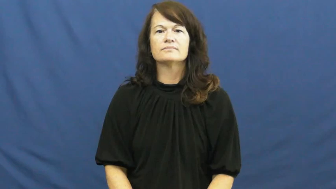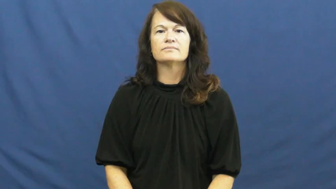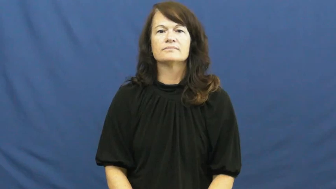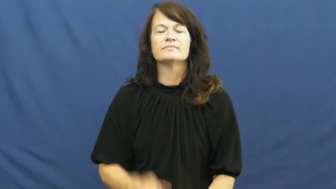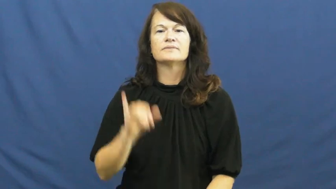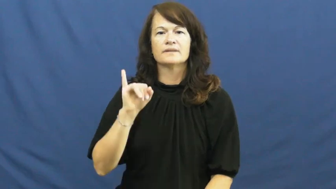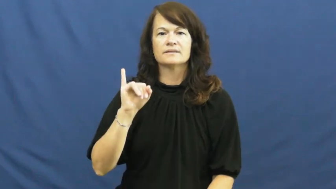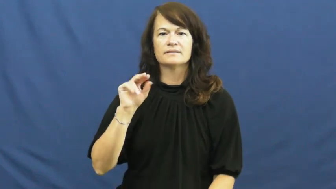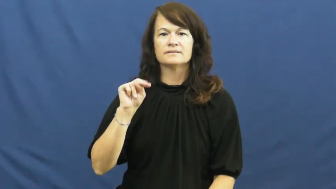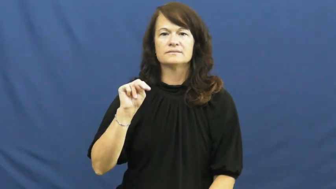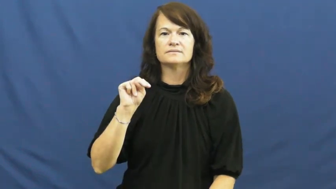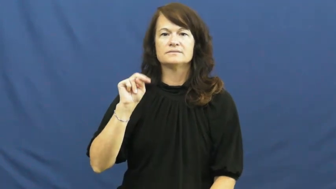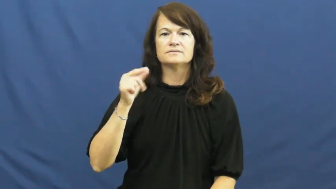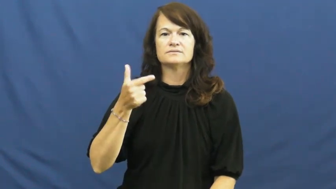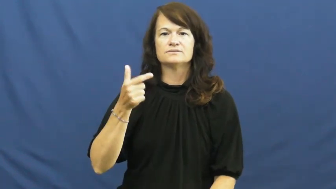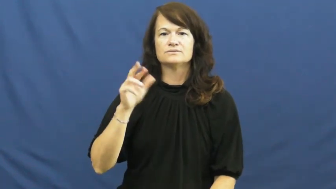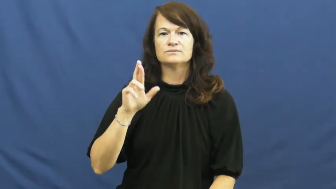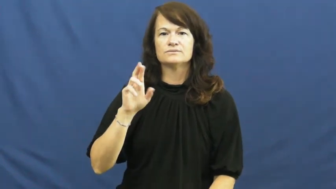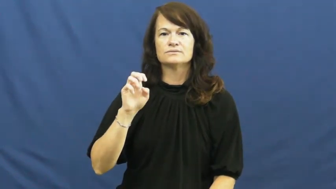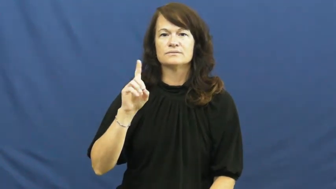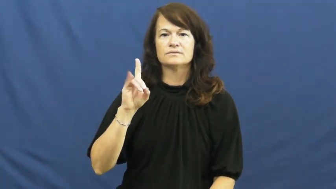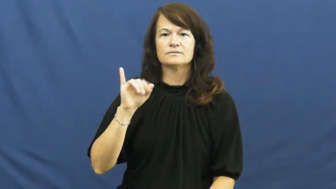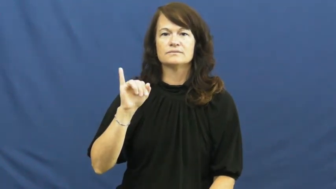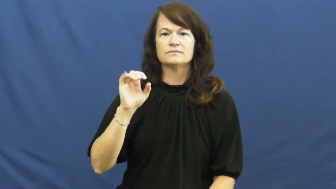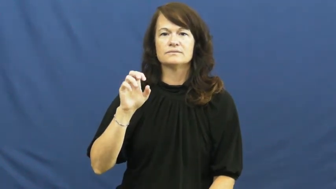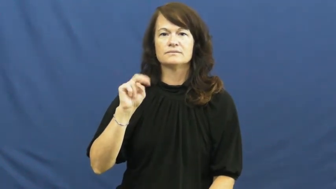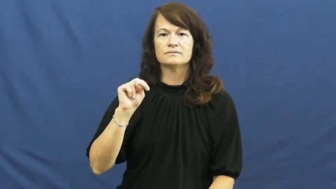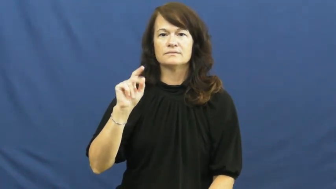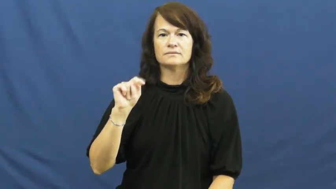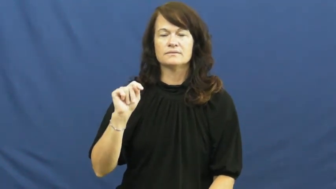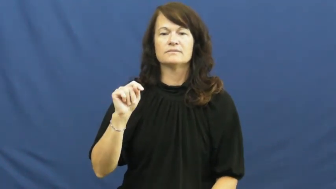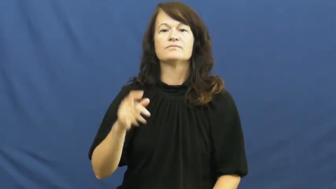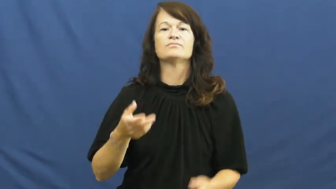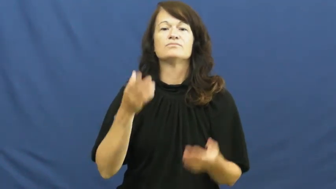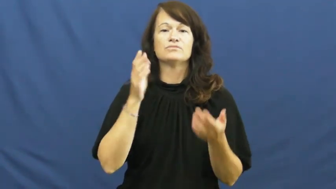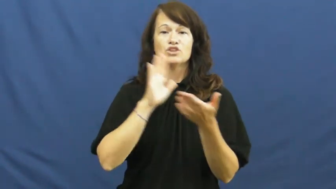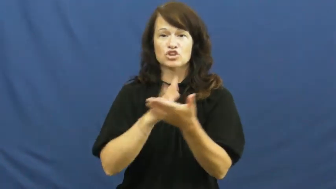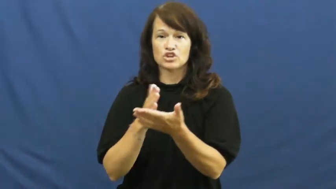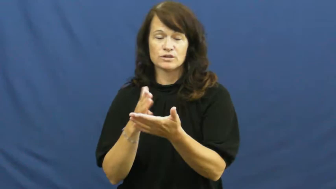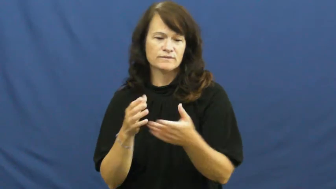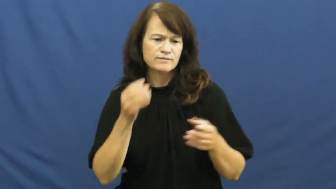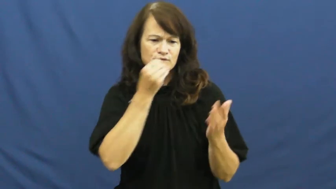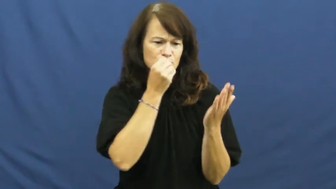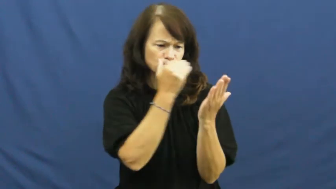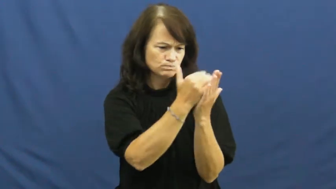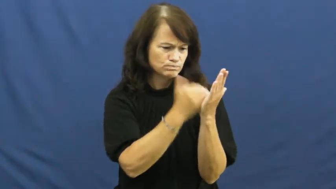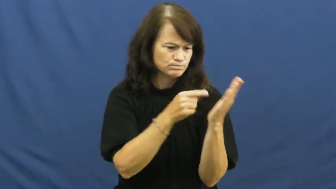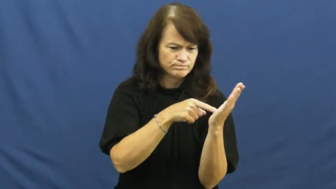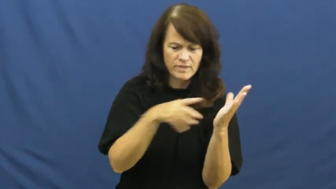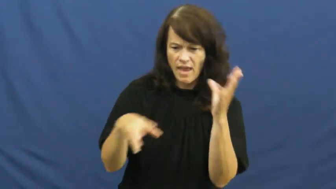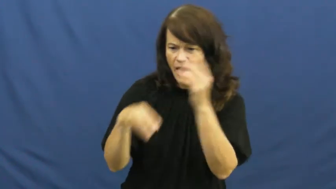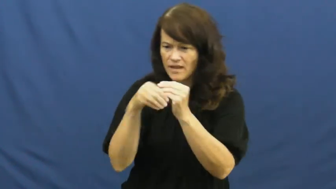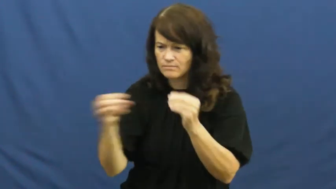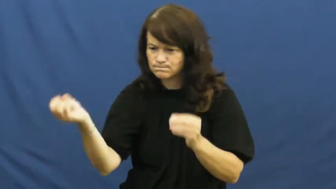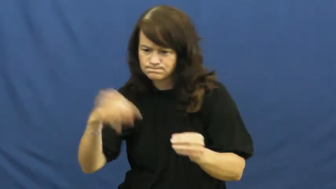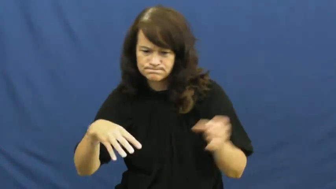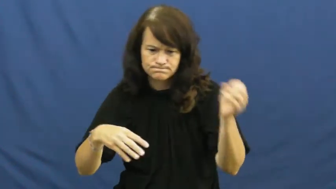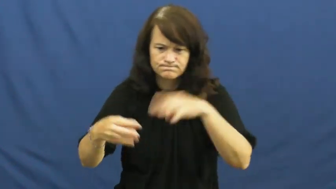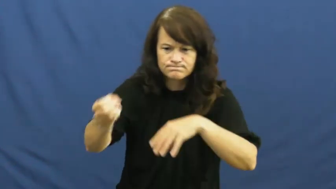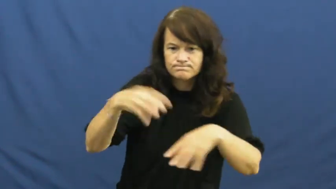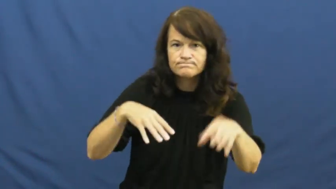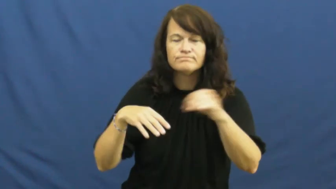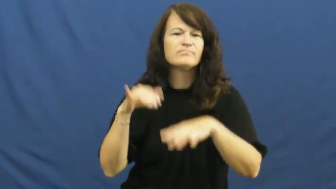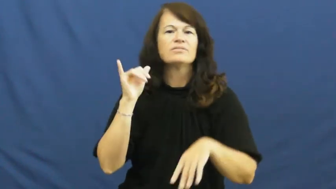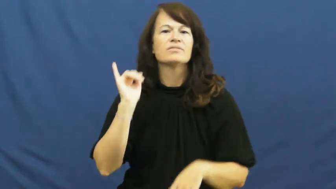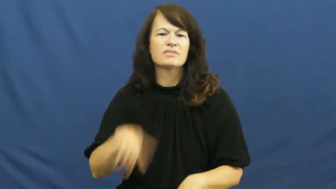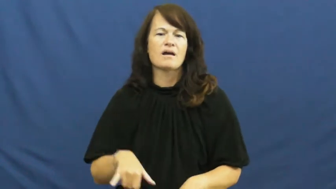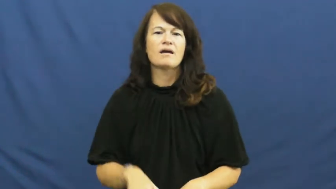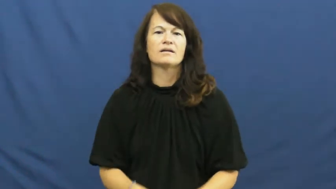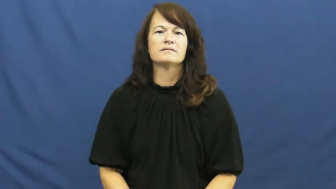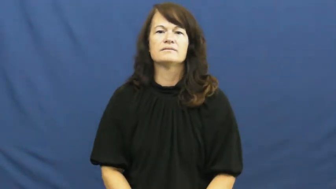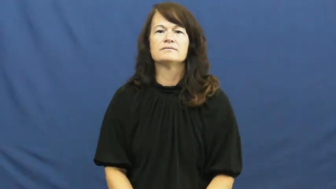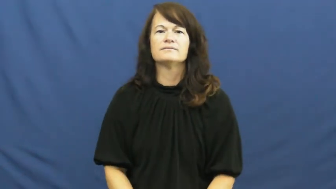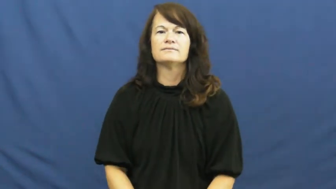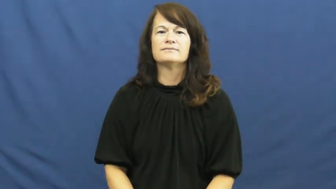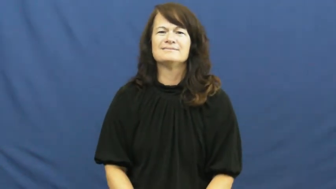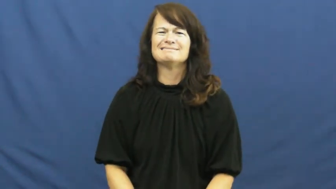ingredient